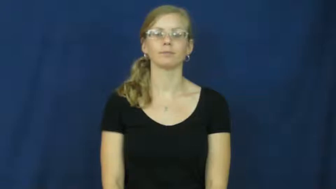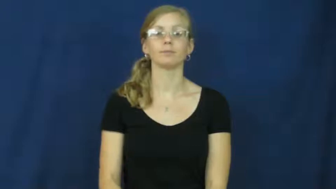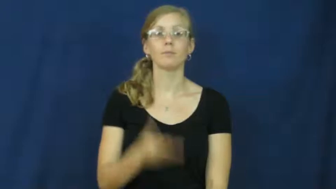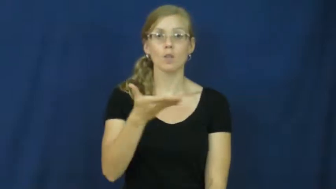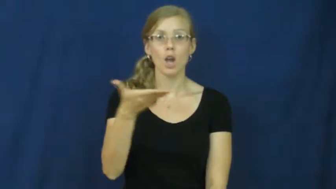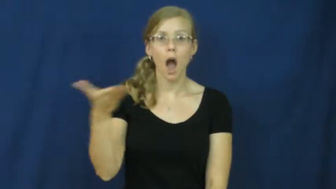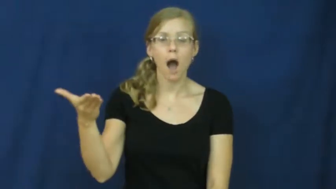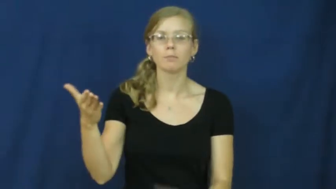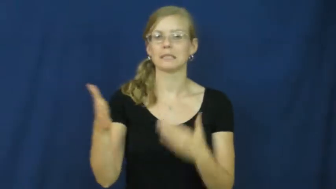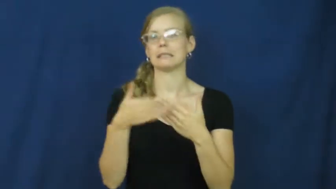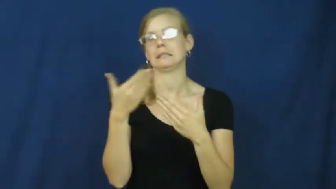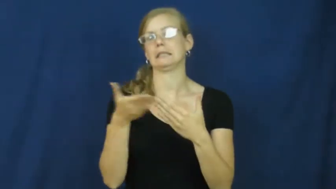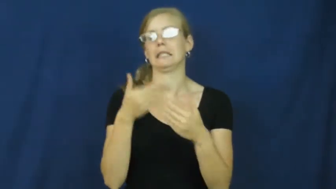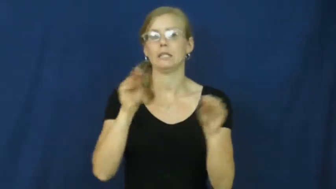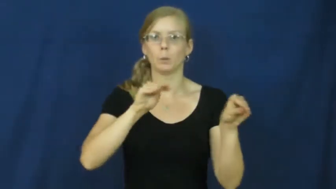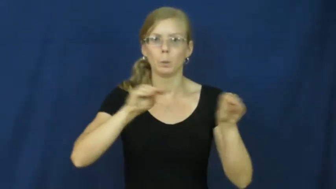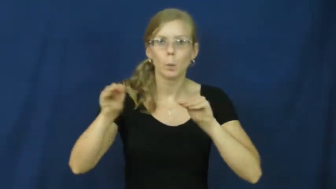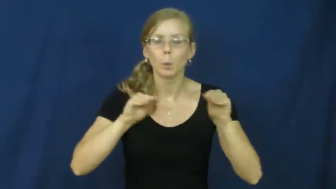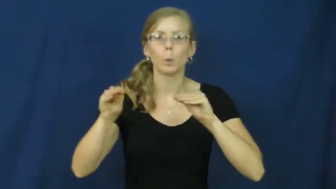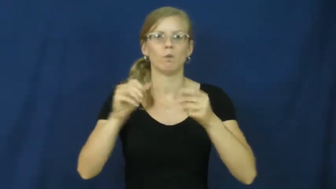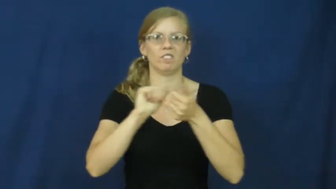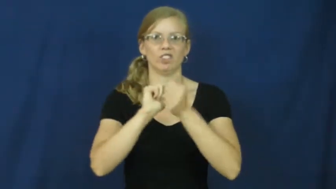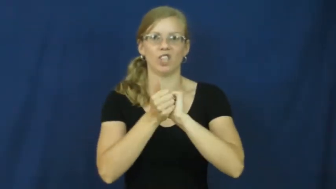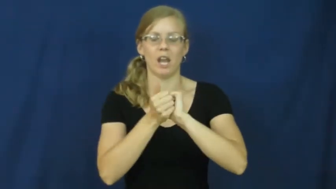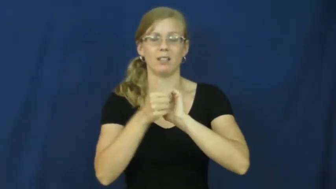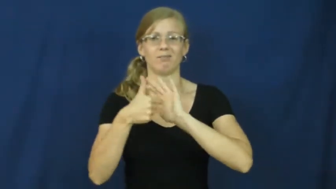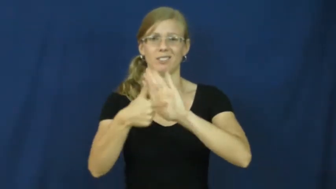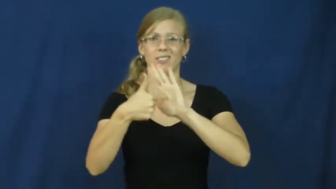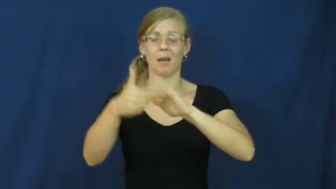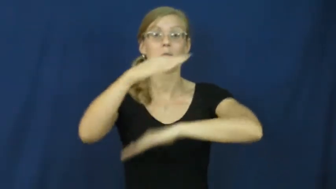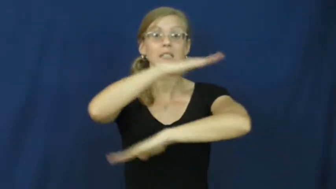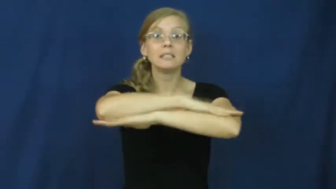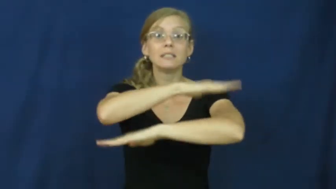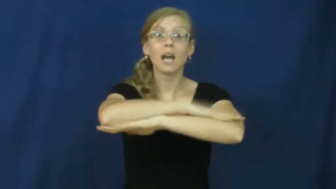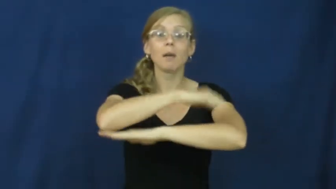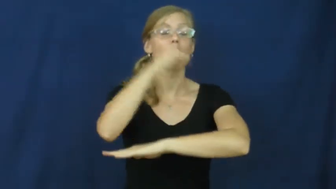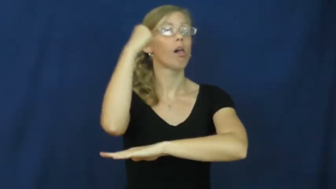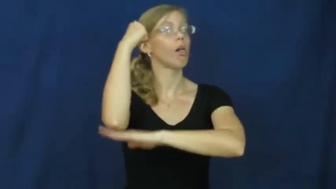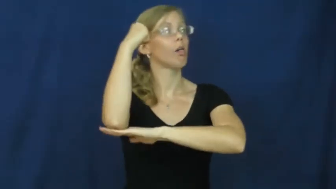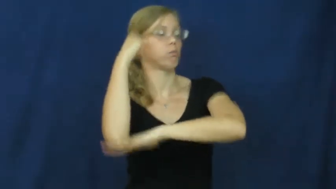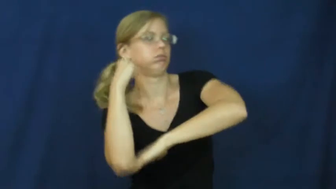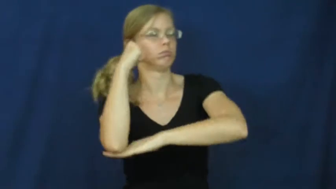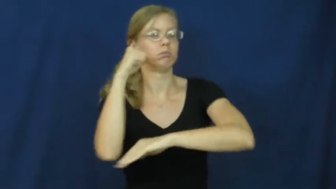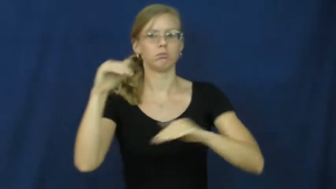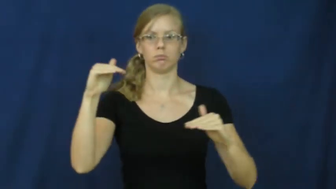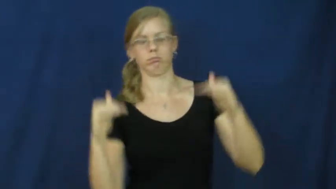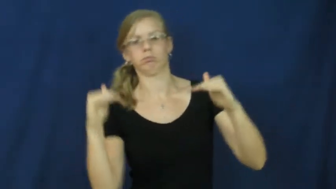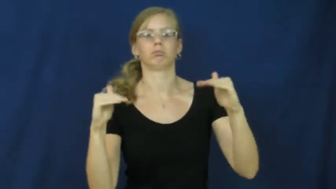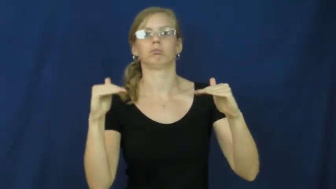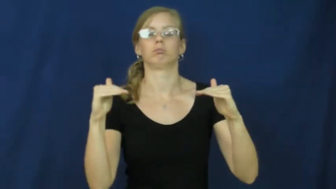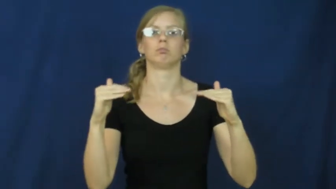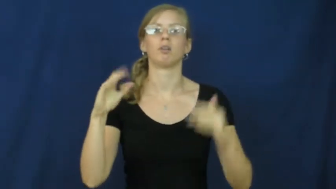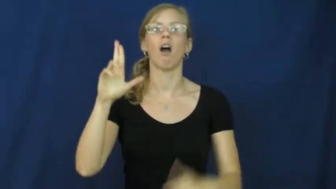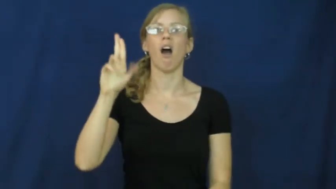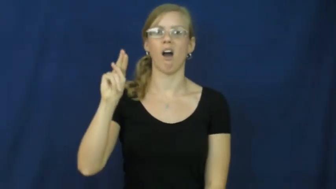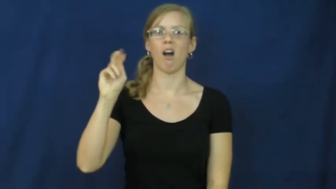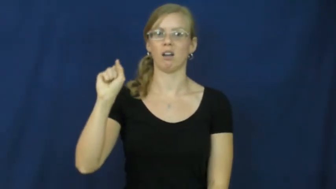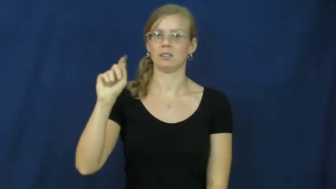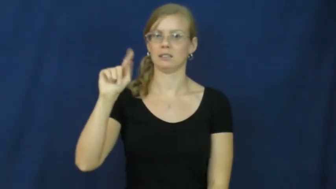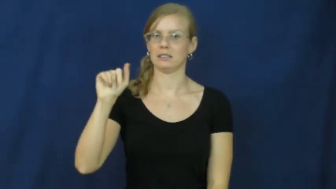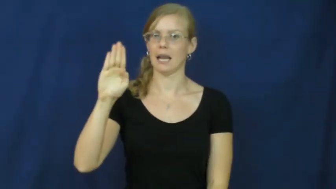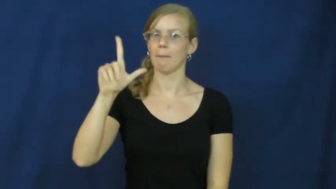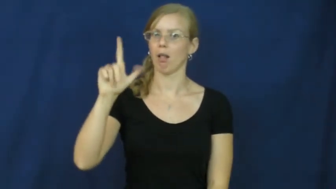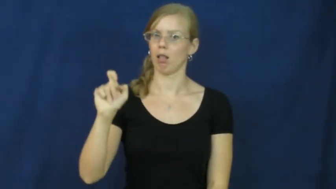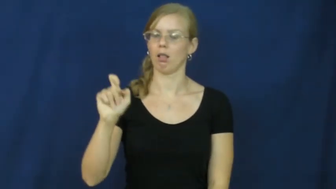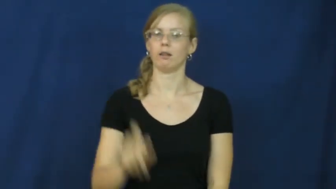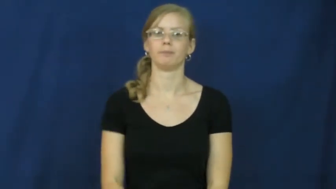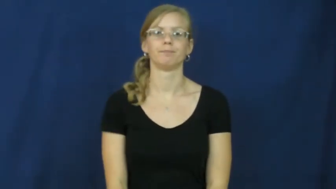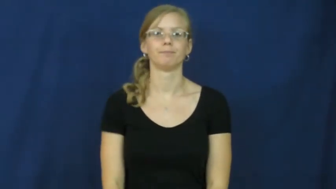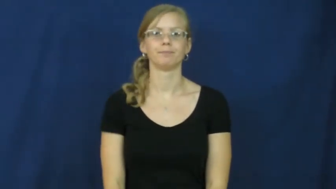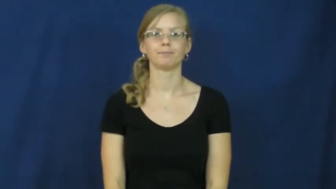unstable-object